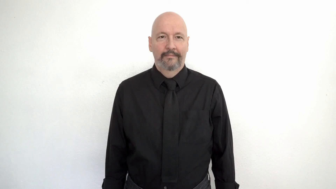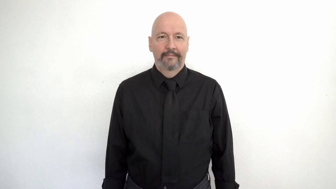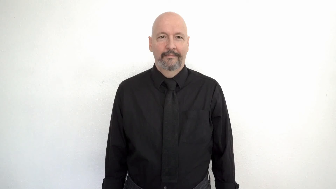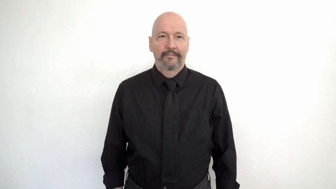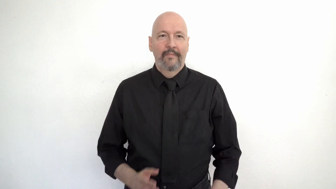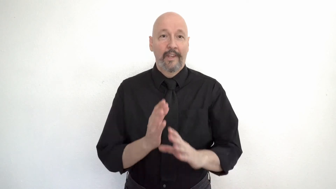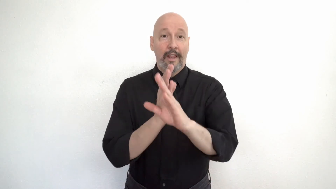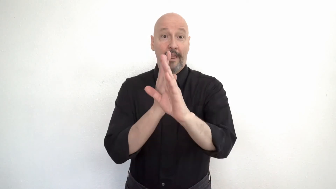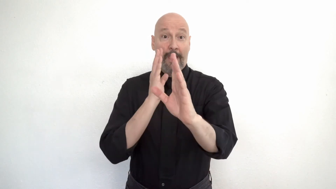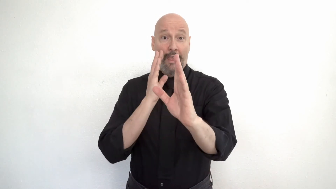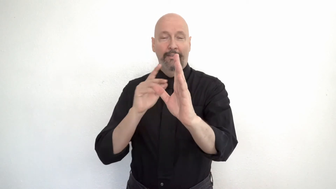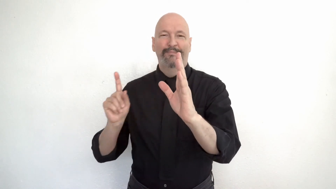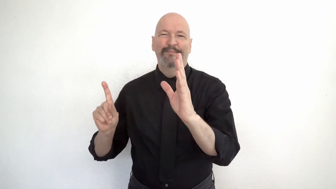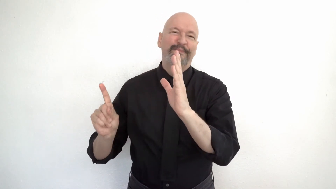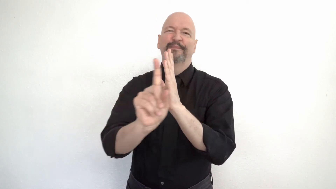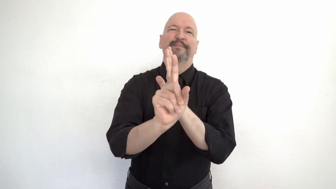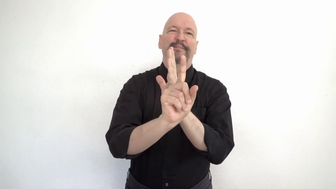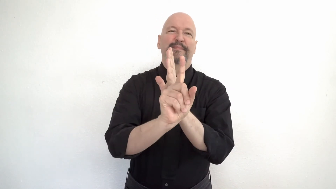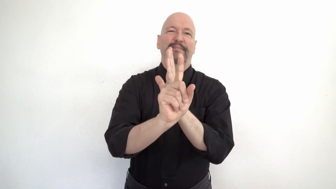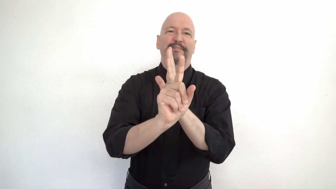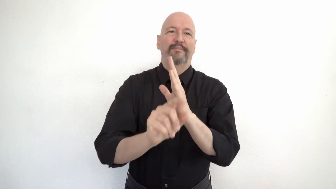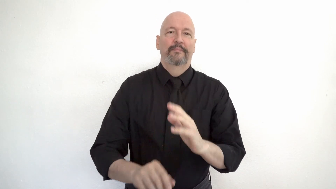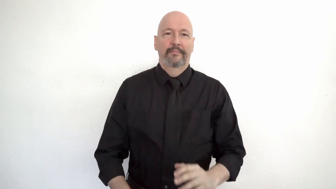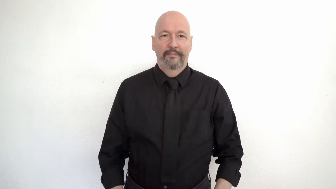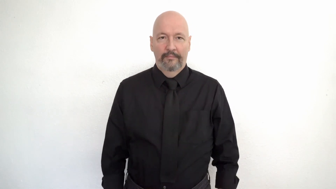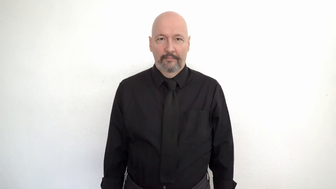cut-in-LINE [line jumping, cutting in, LINE + cut-in-LINE]